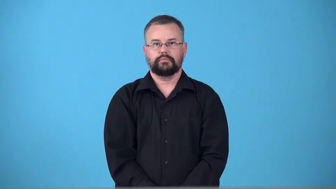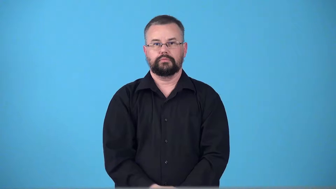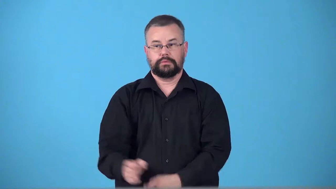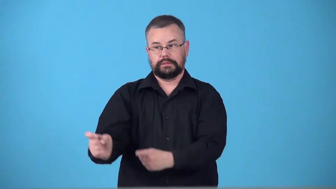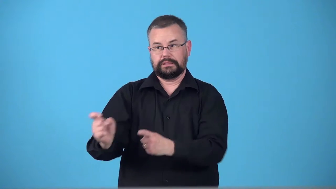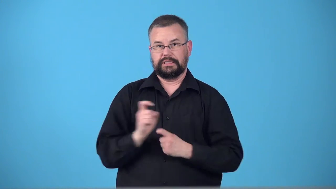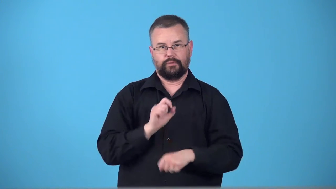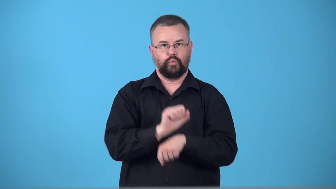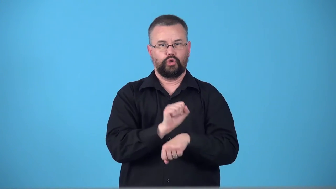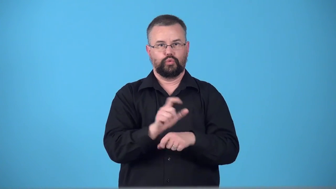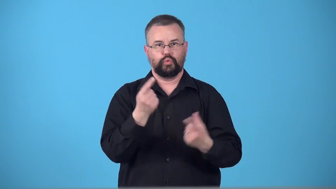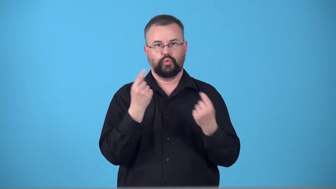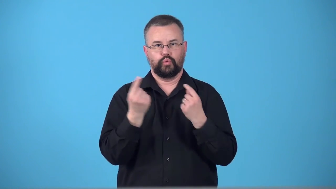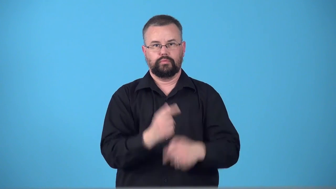tasked-given work to do